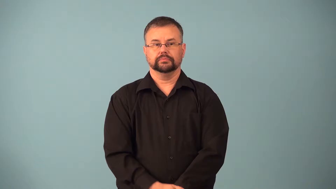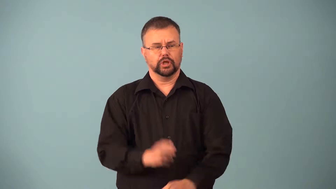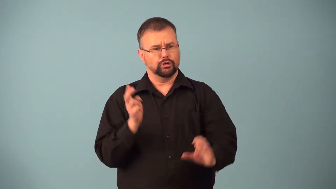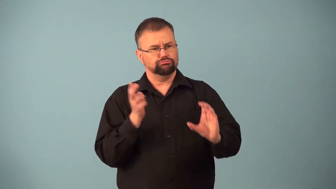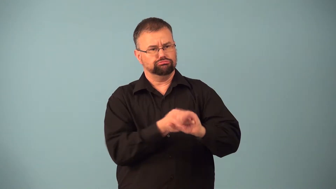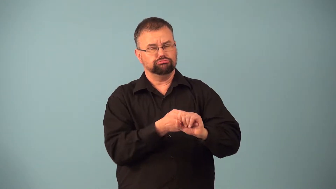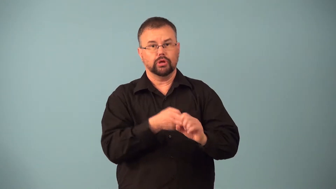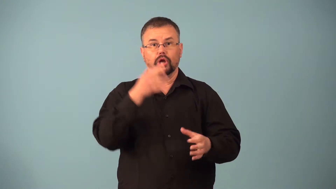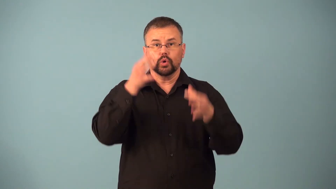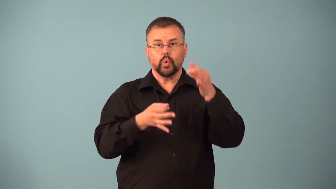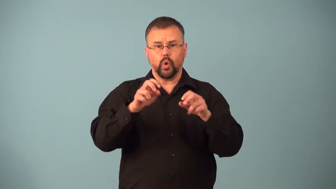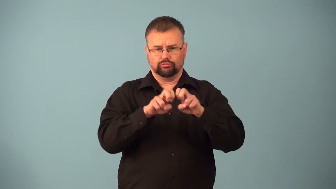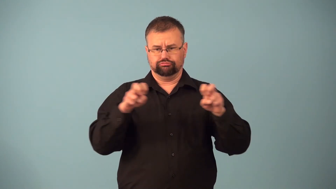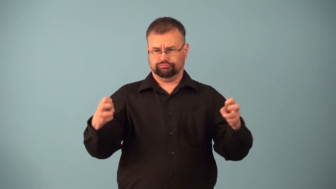impanel-jury